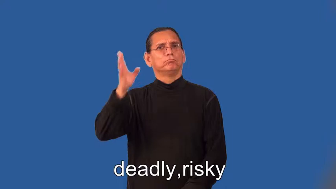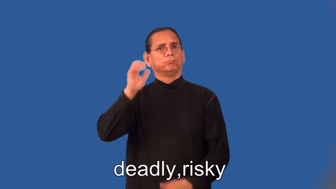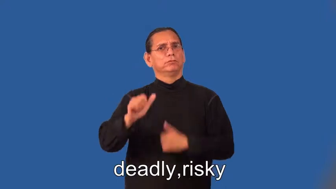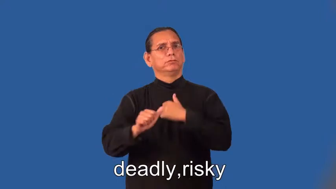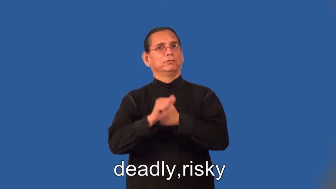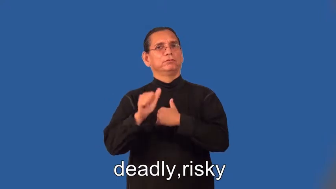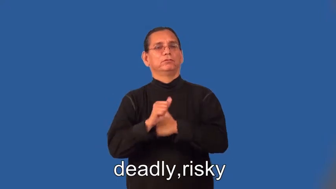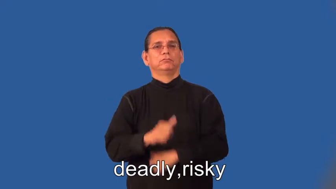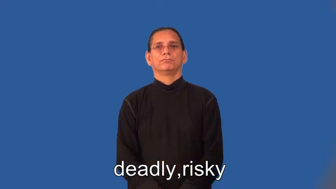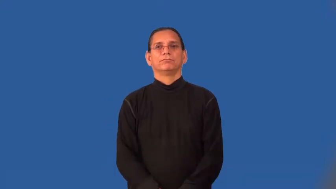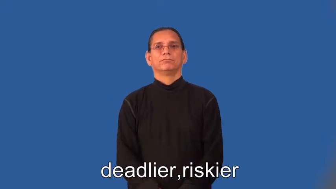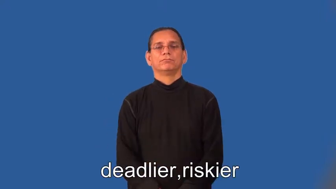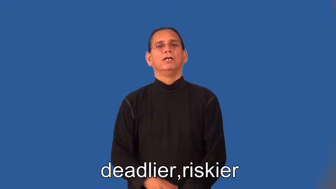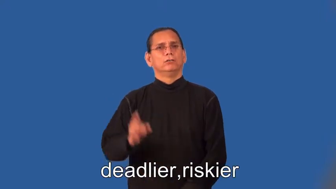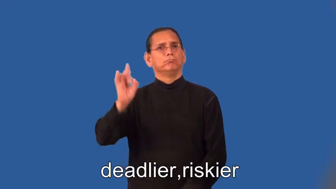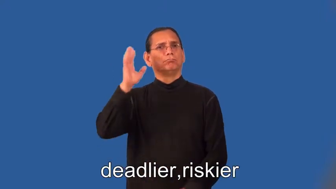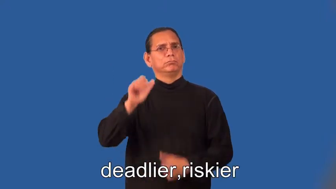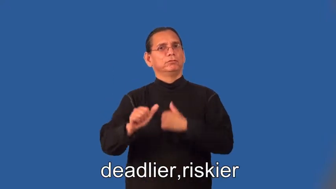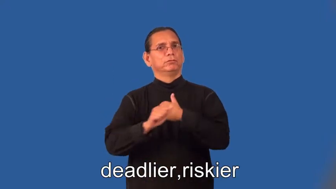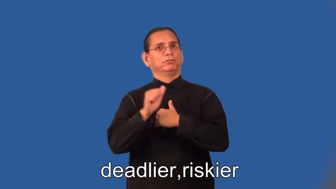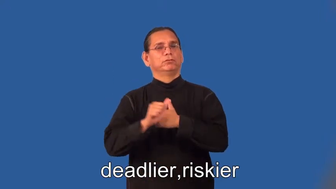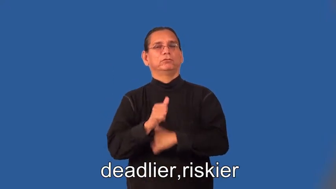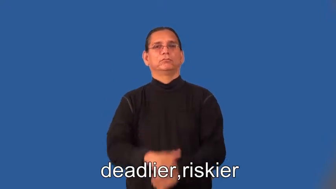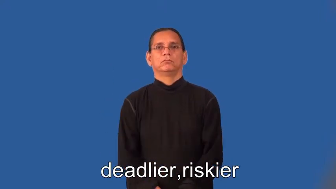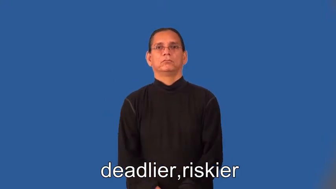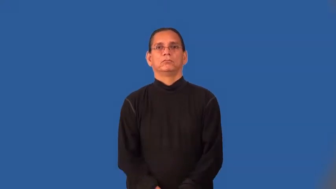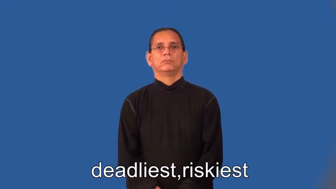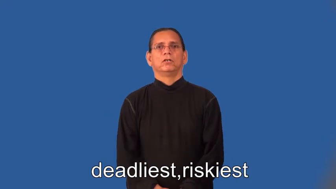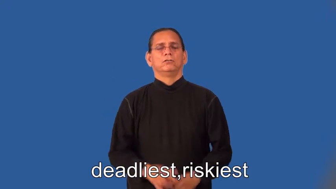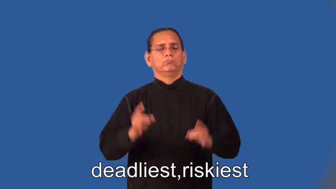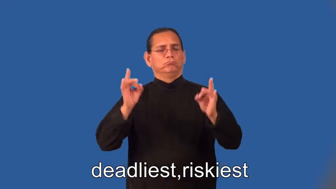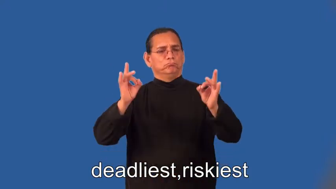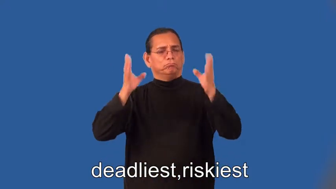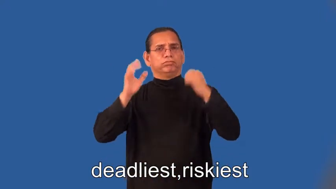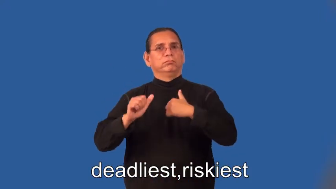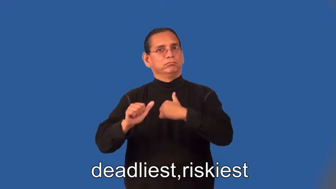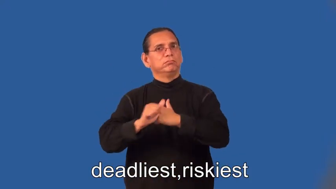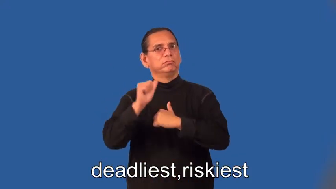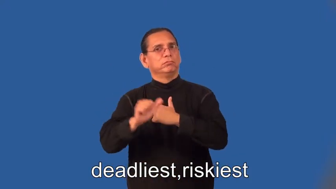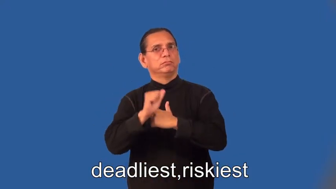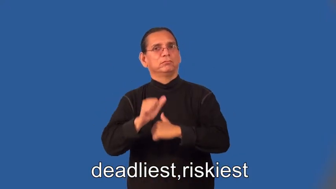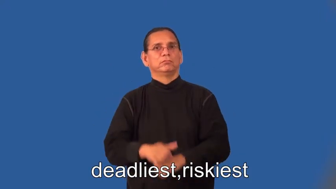deadlier,riskier,deadliest,riskiest